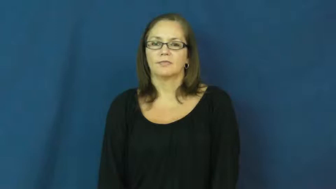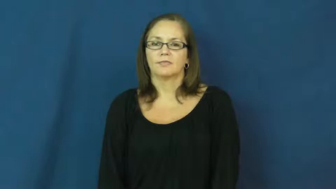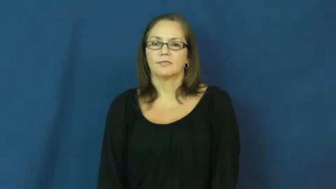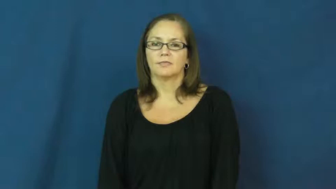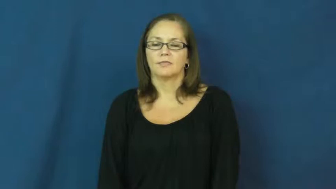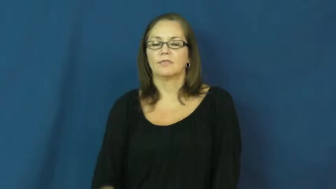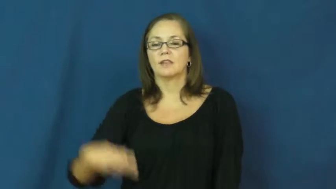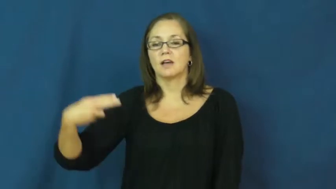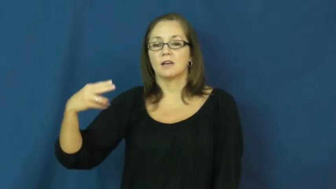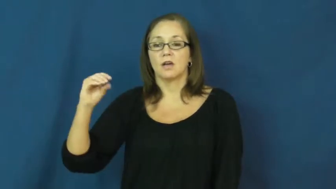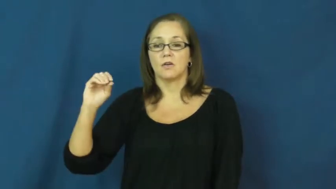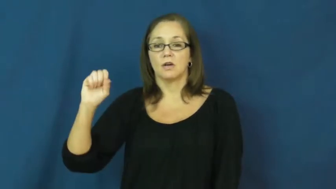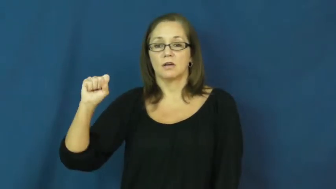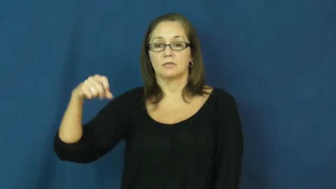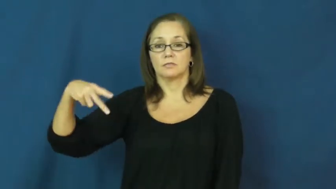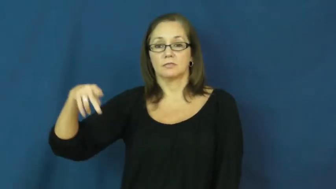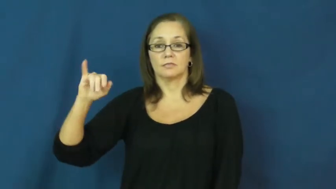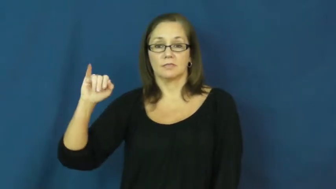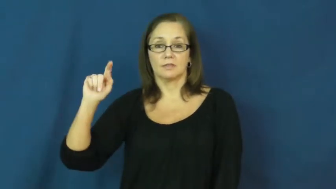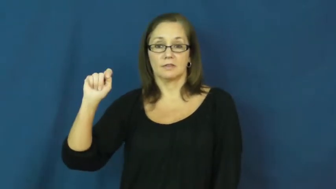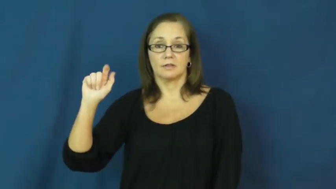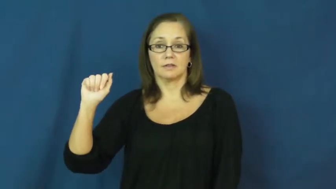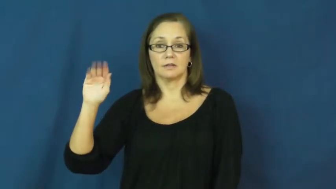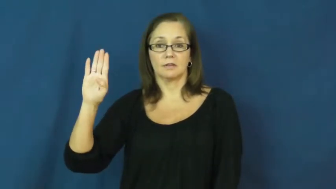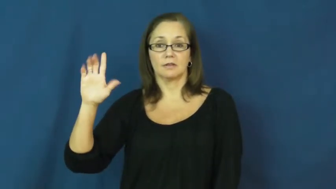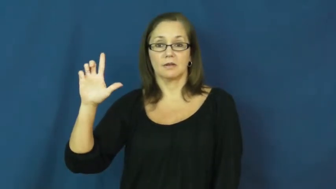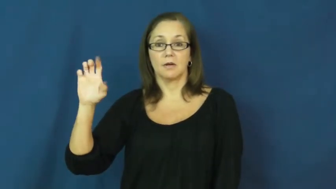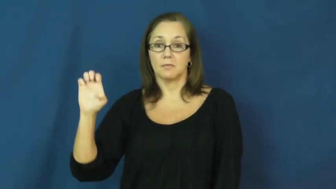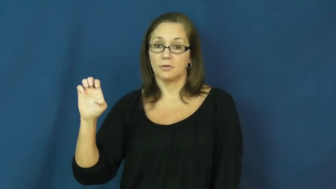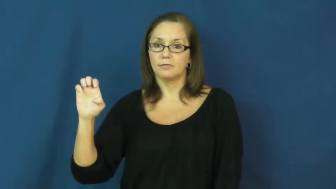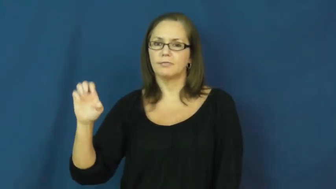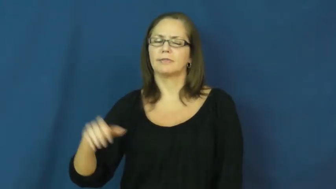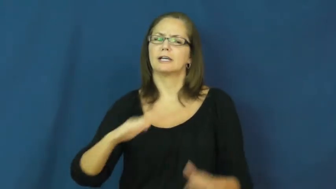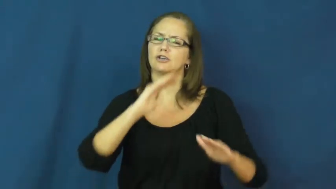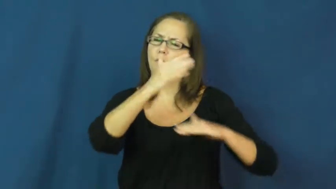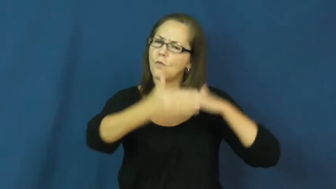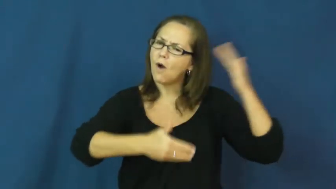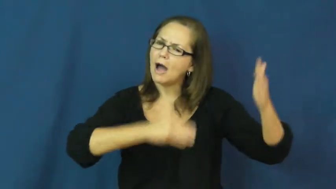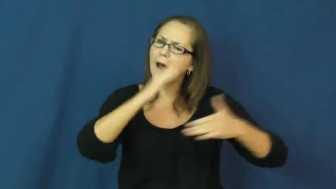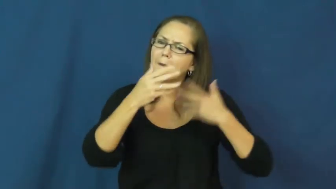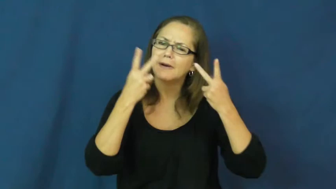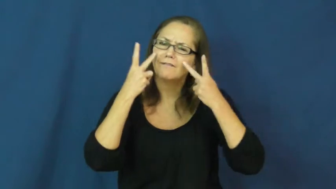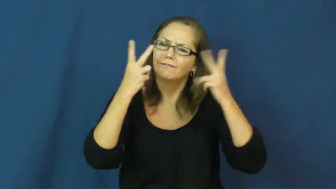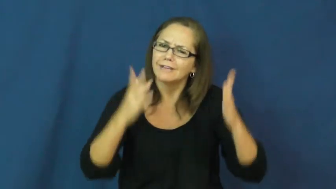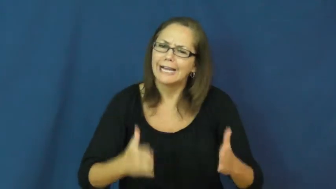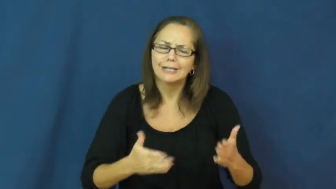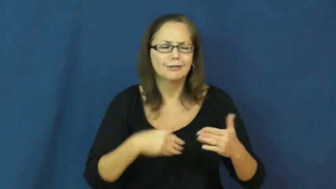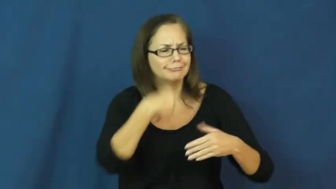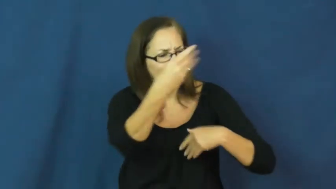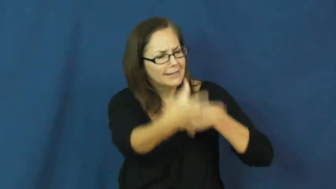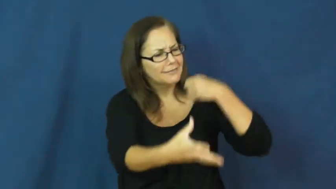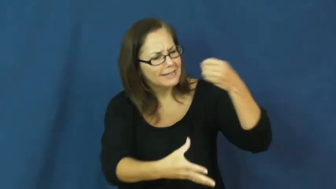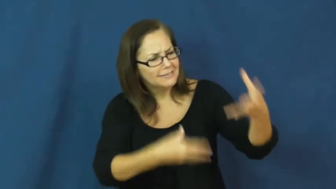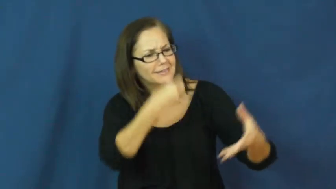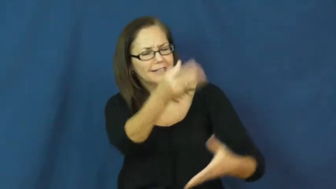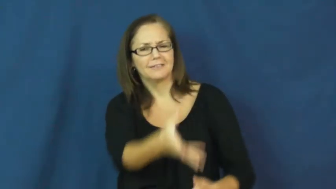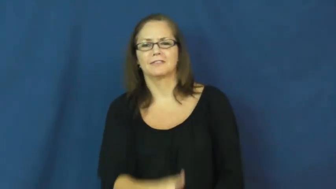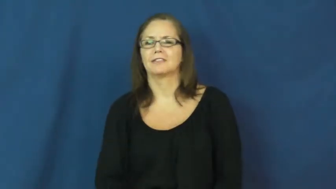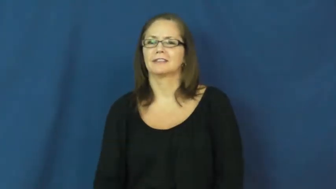hospitable-nice